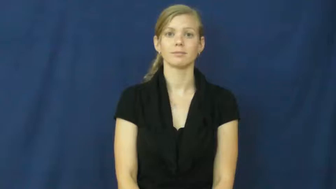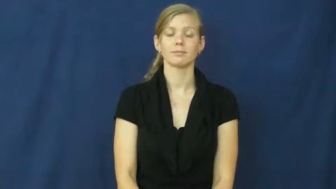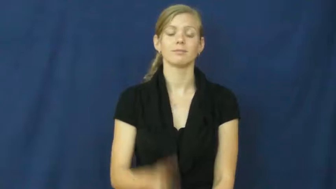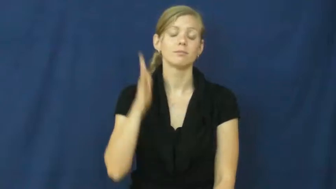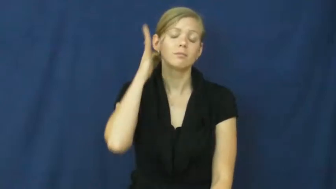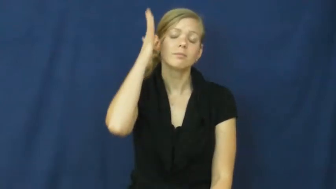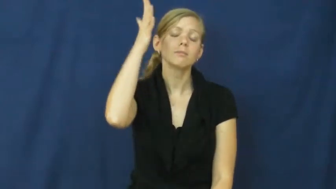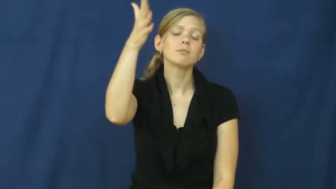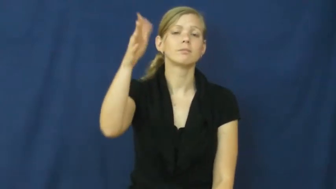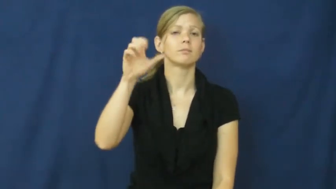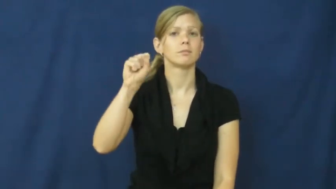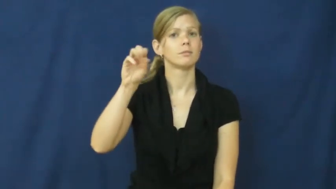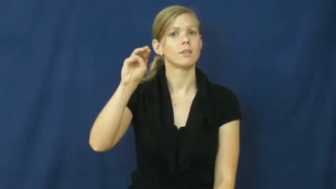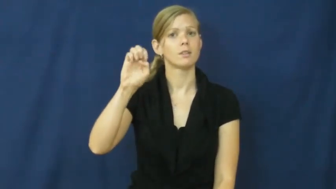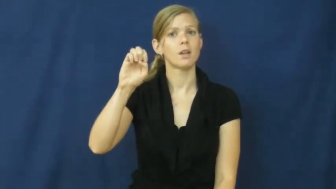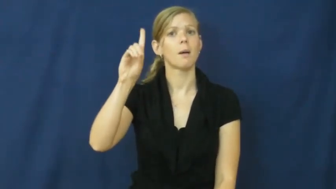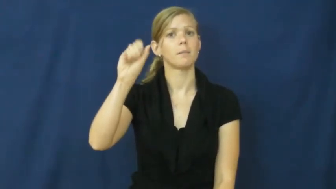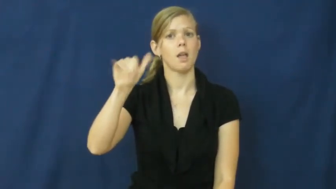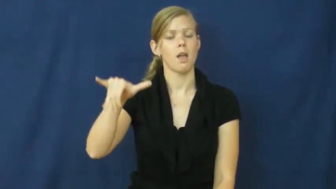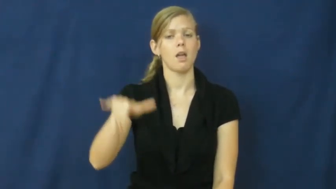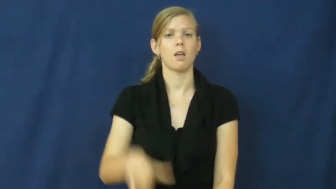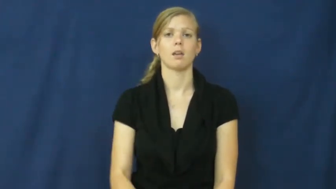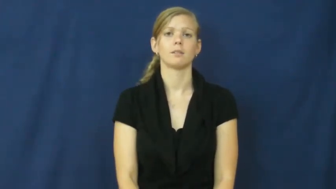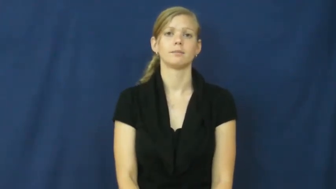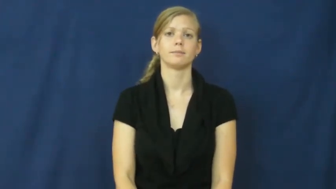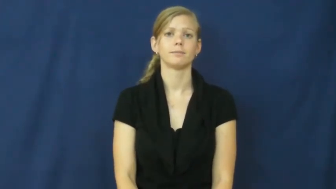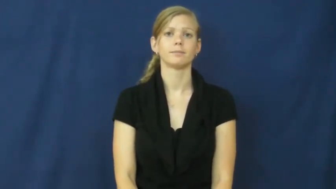someday